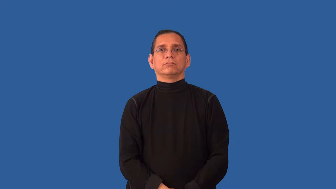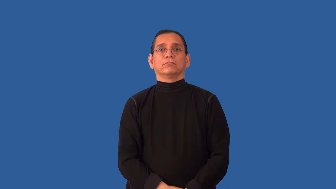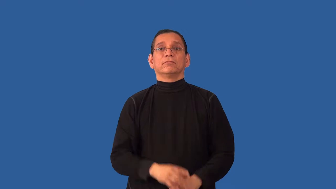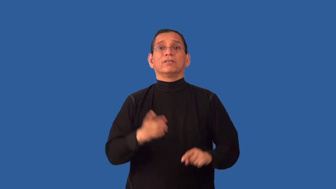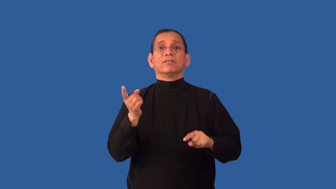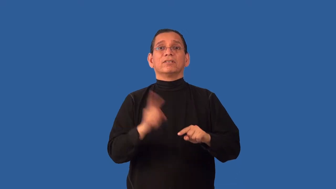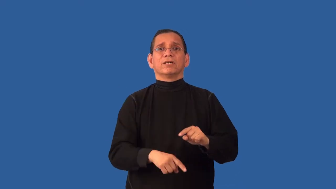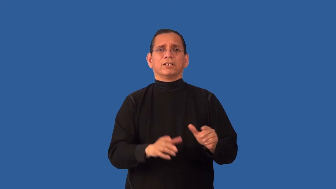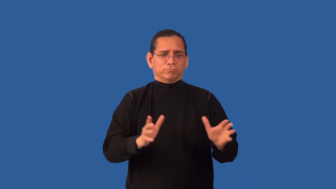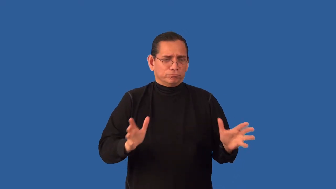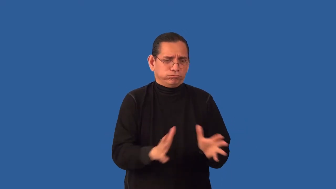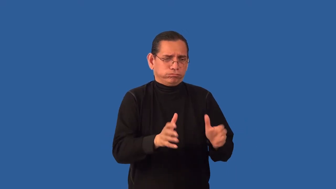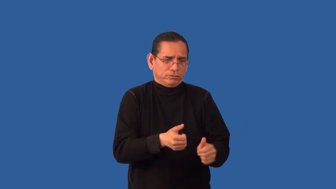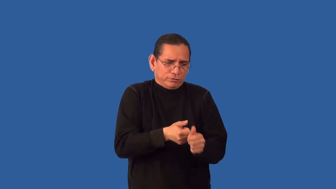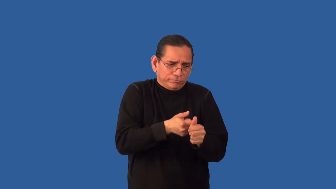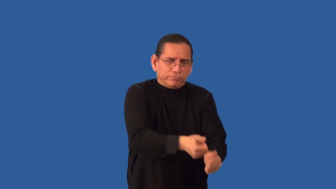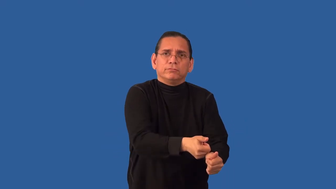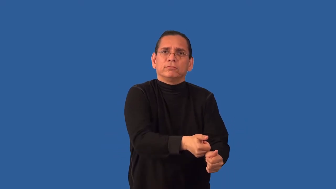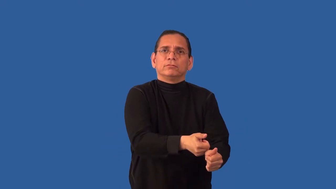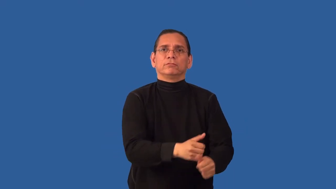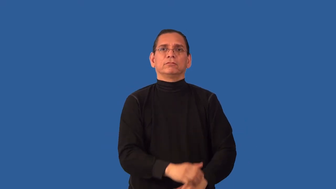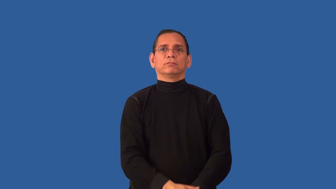unenforceable,nonenforceable